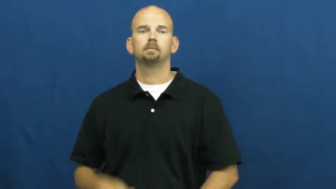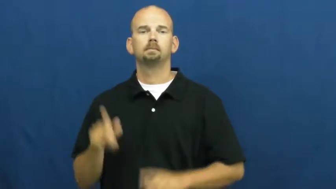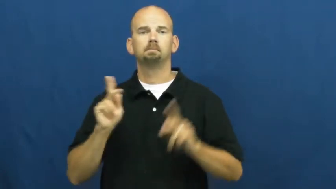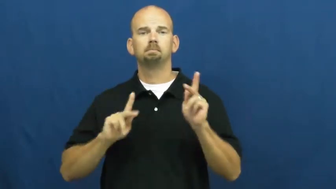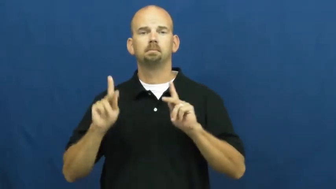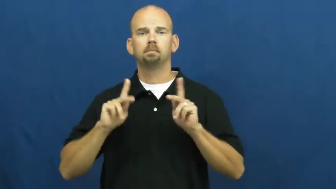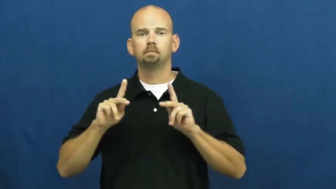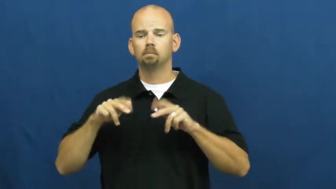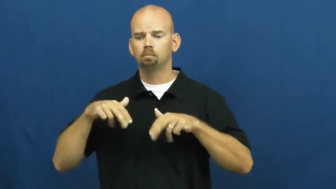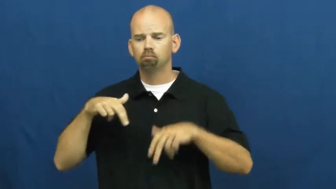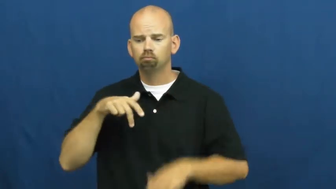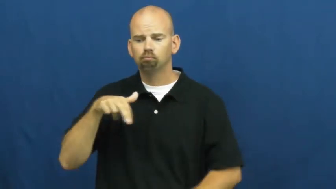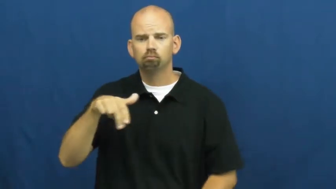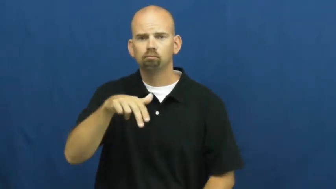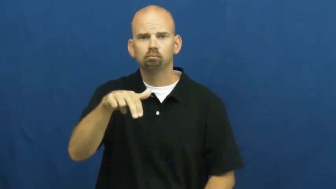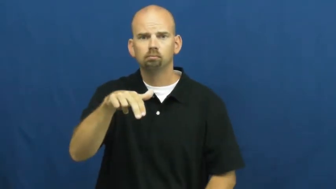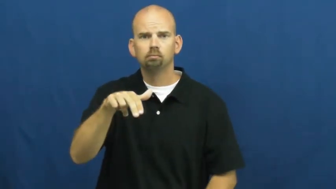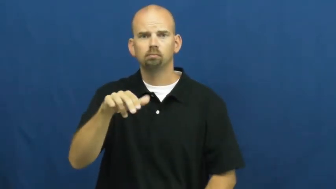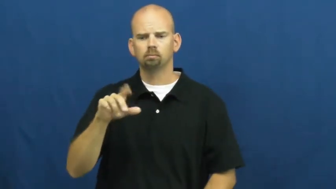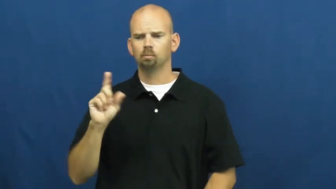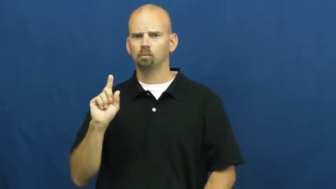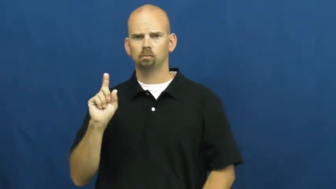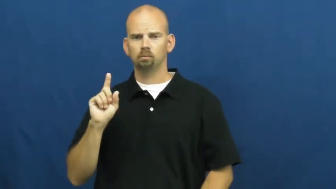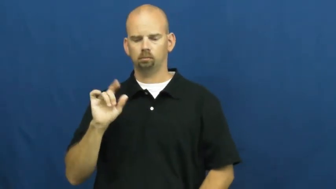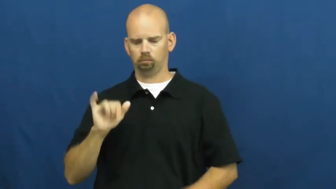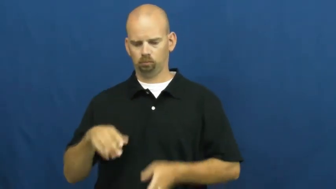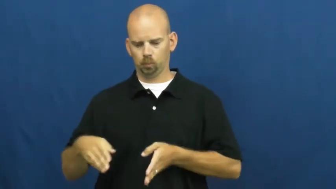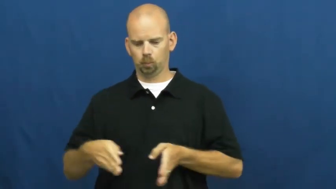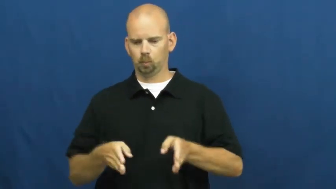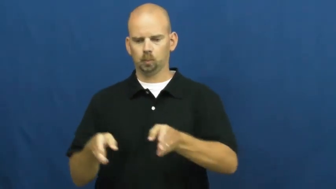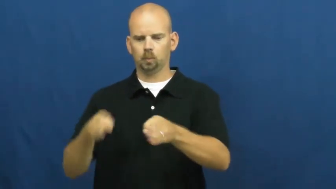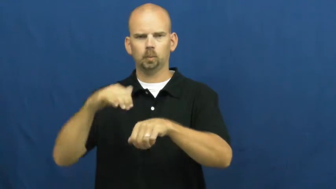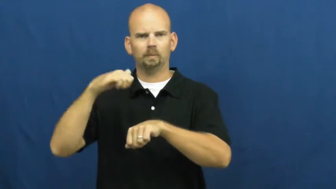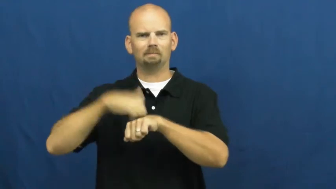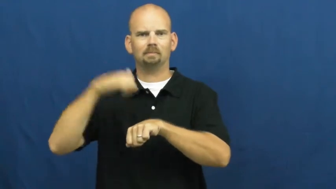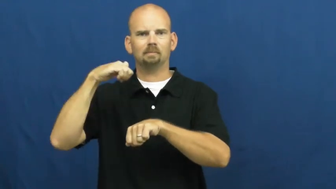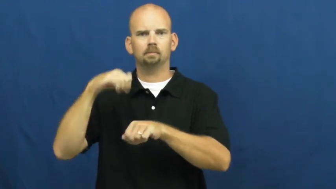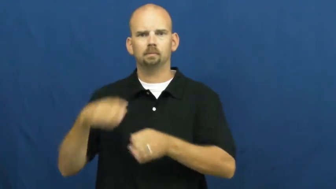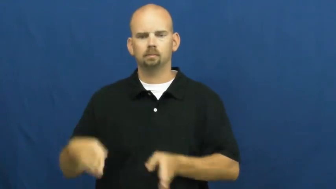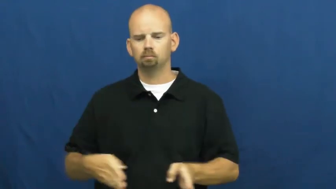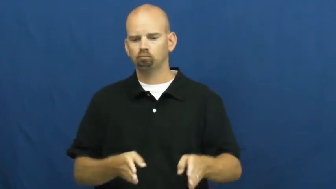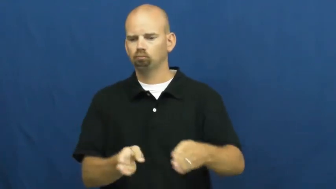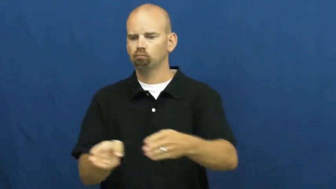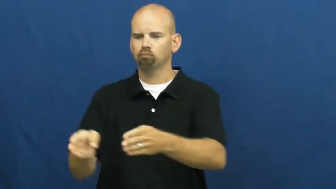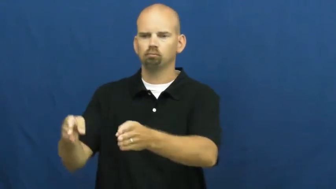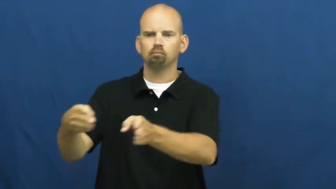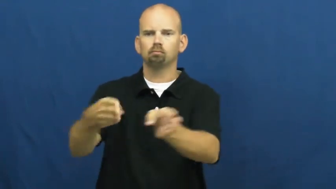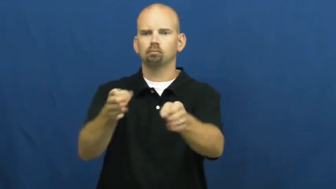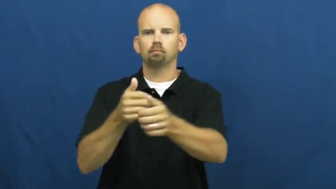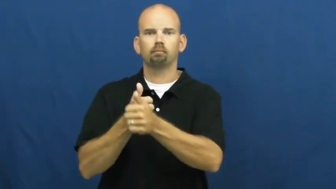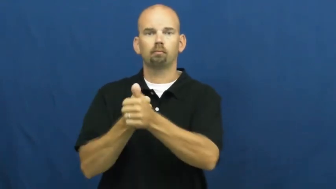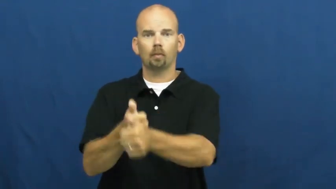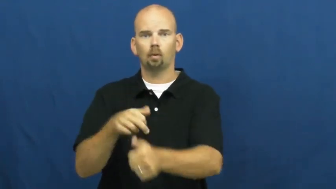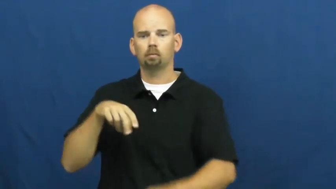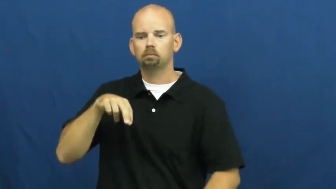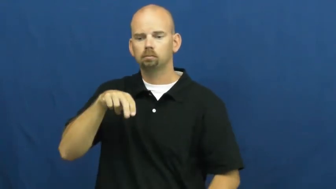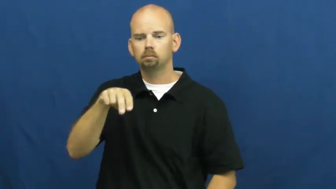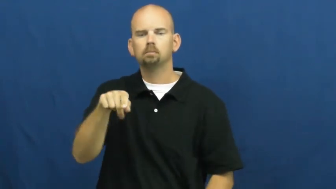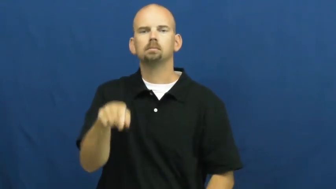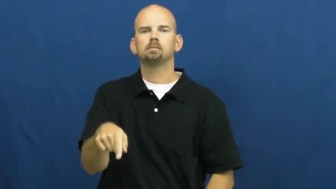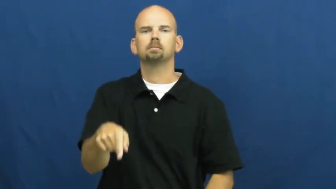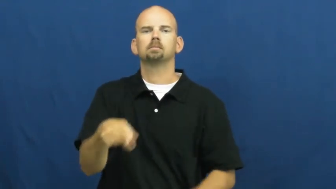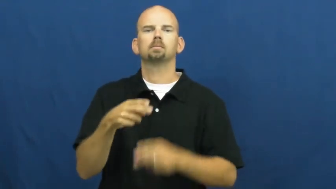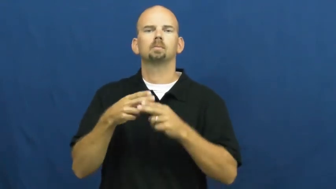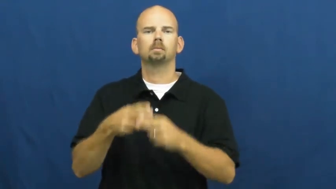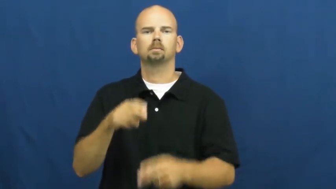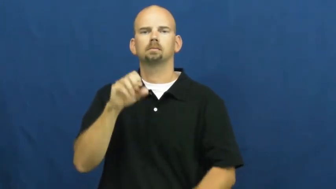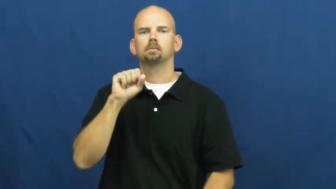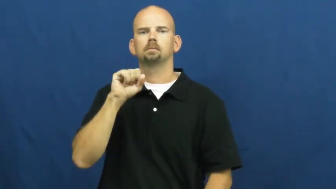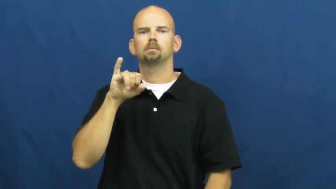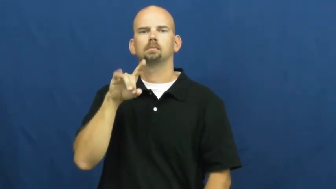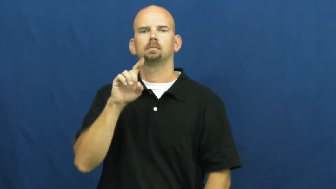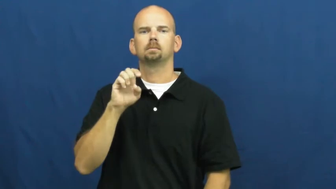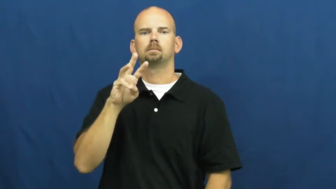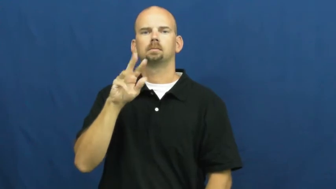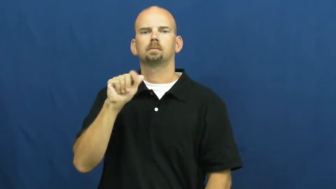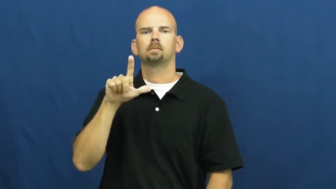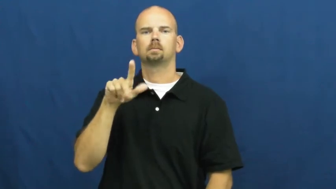sidewalk,eslanade,footpath